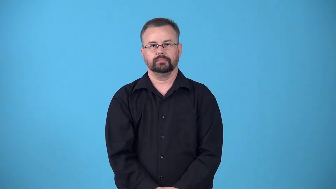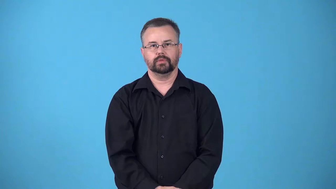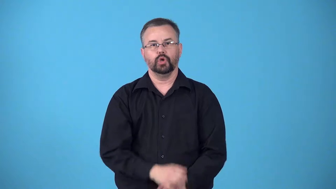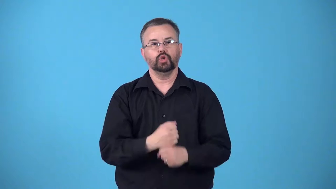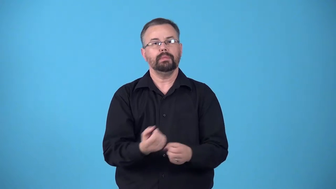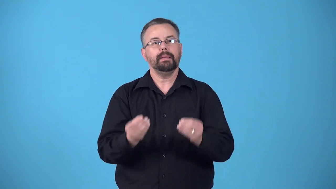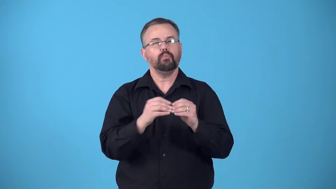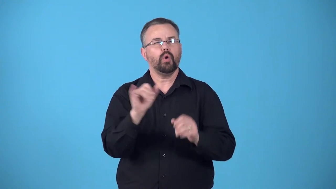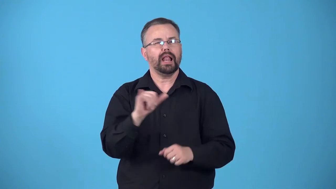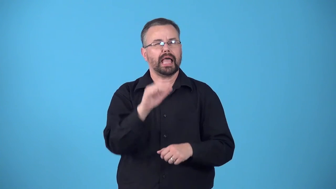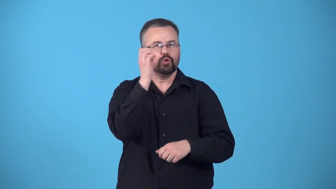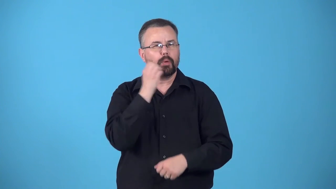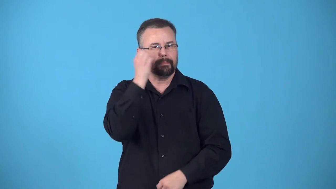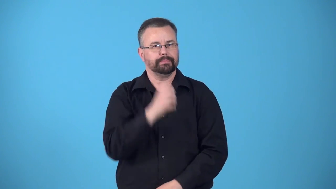europeanize